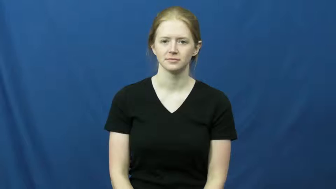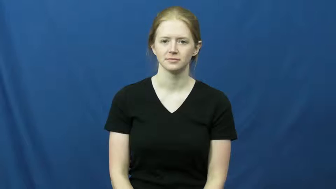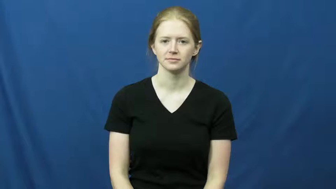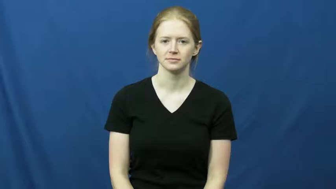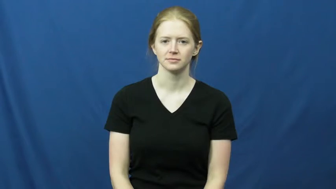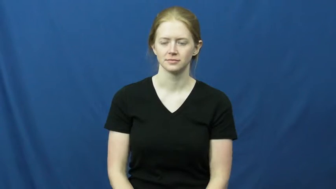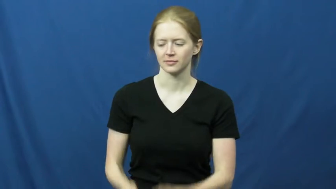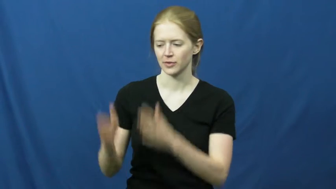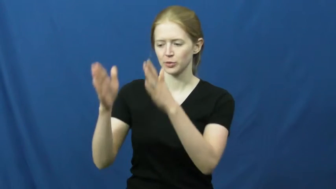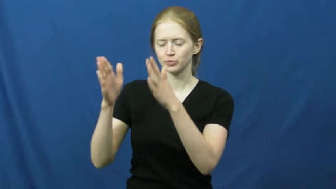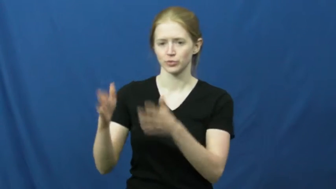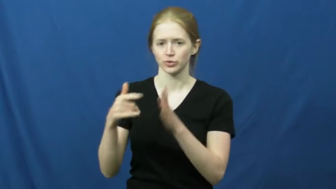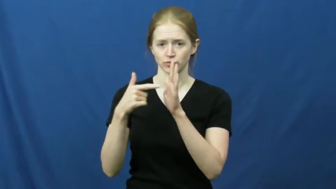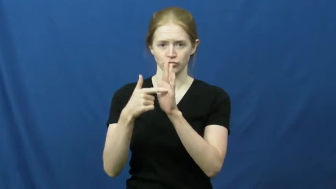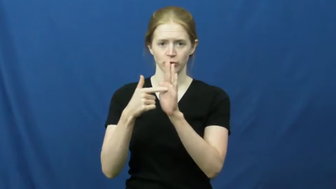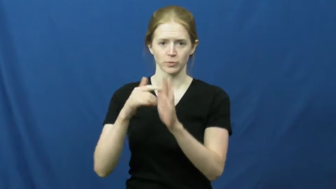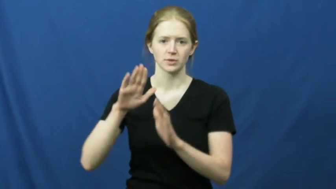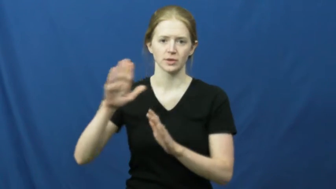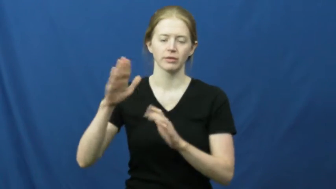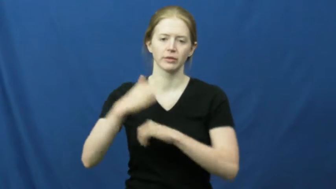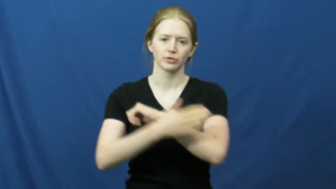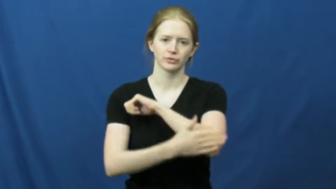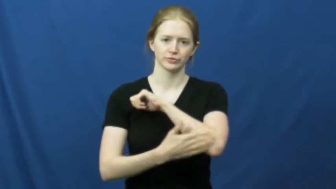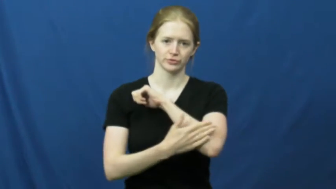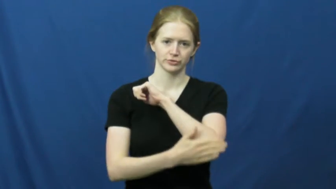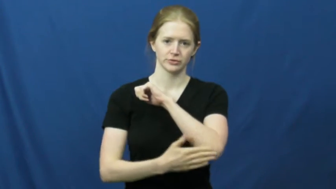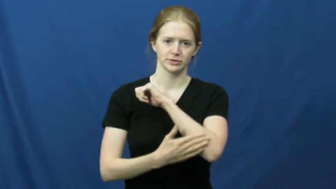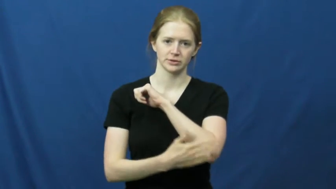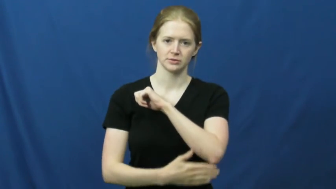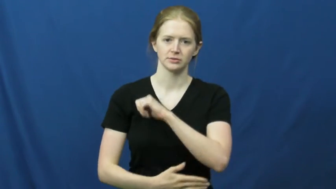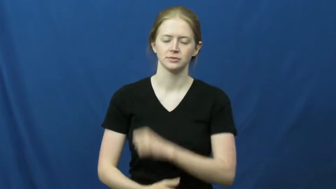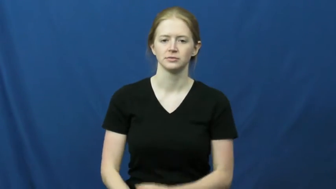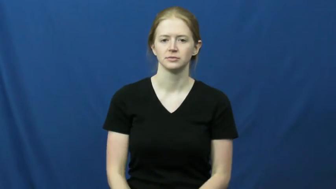diplomat,attache,legate